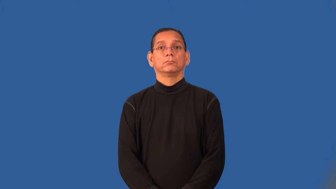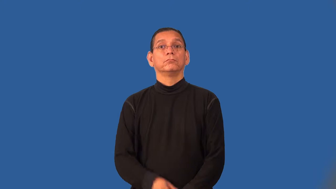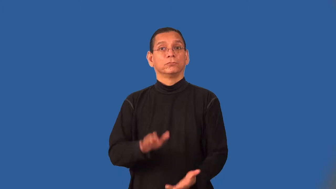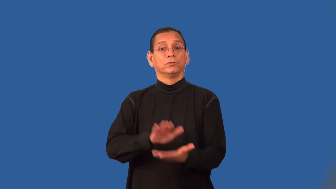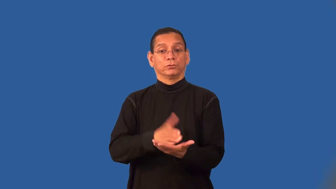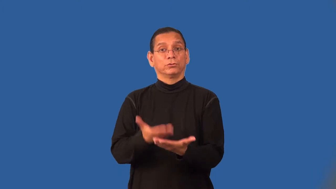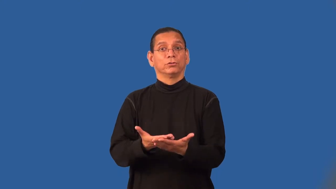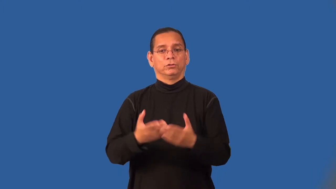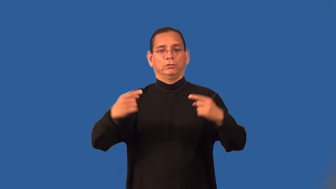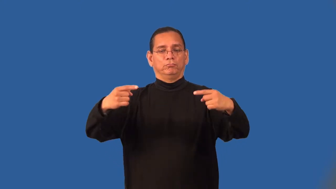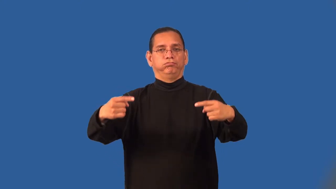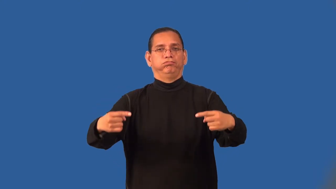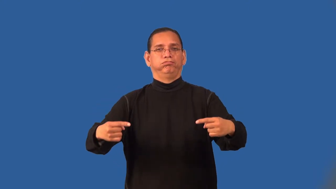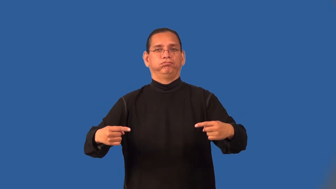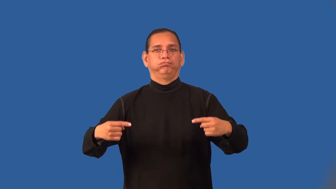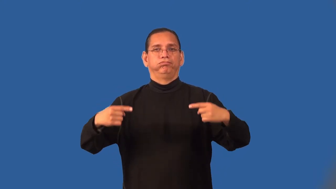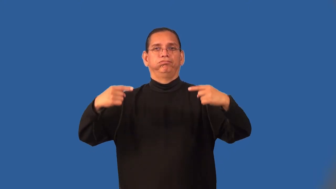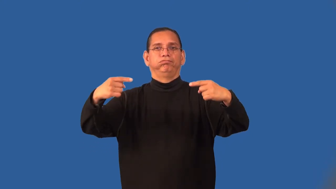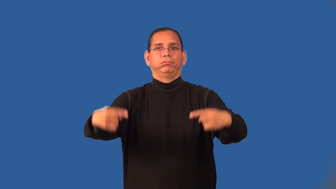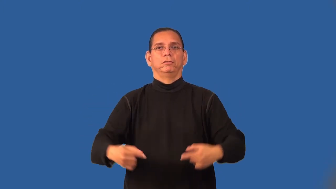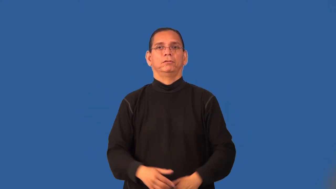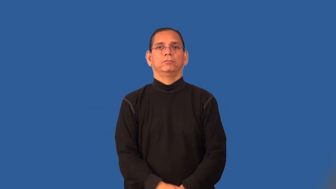rotisserie